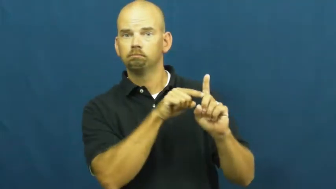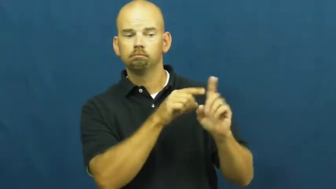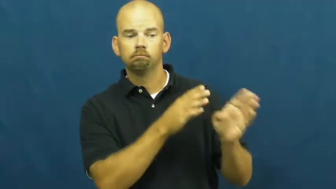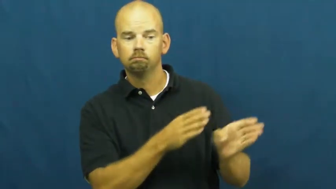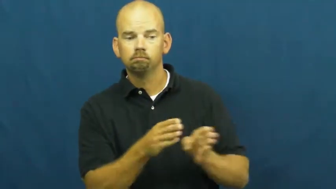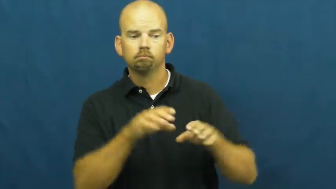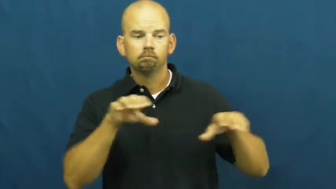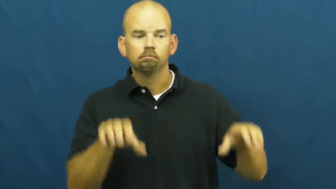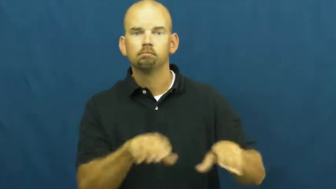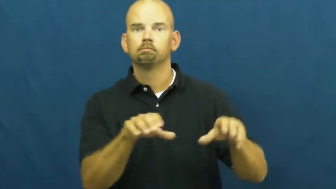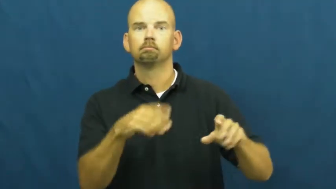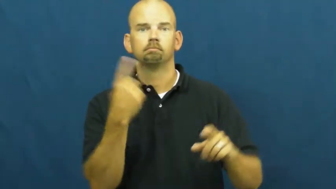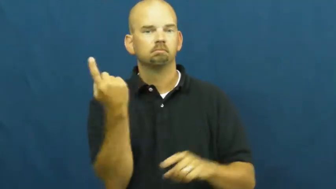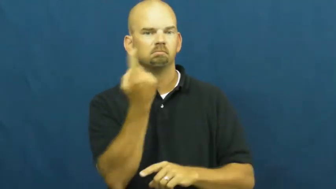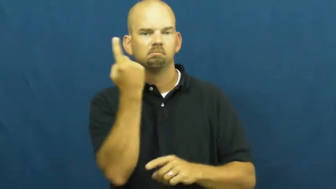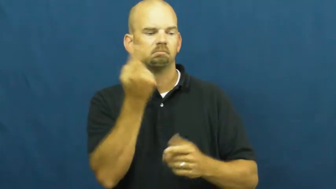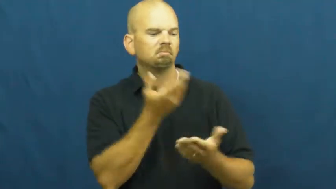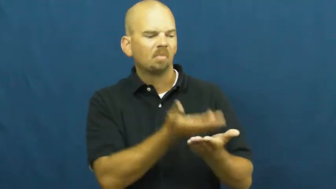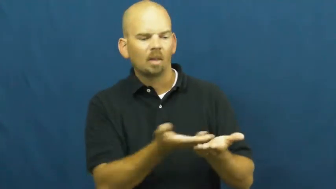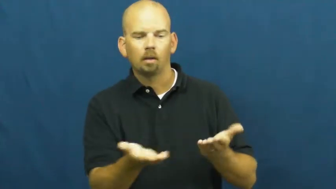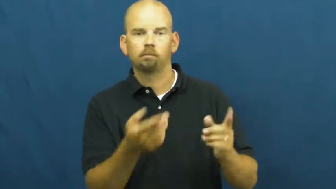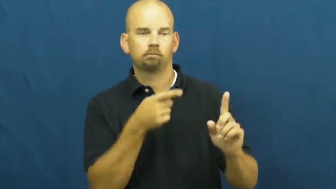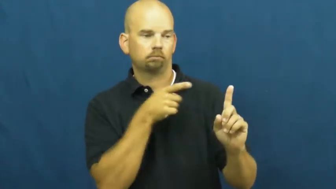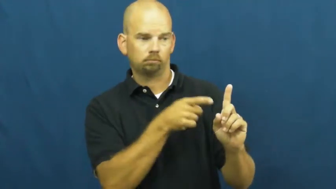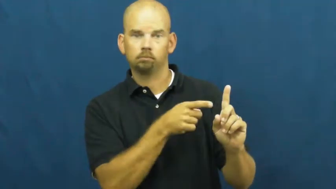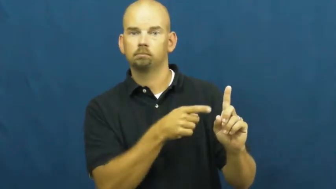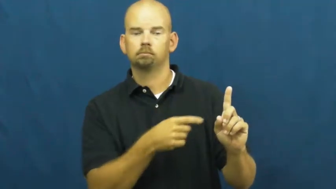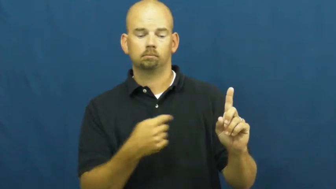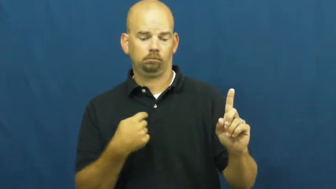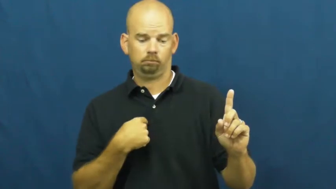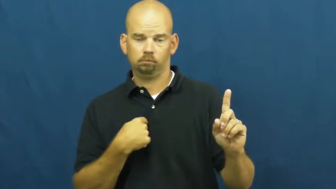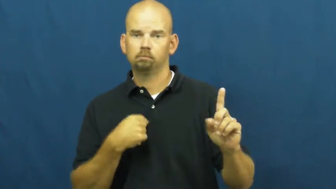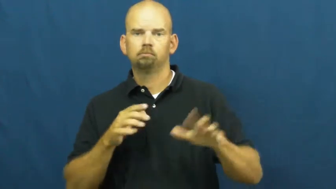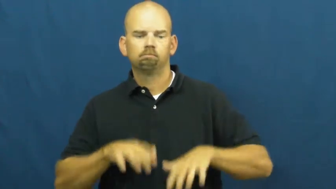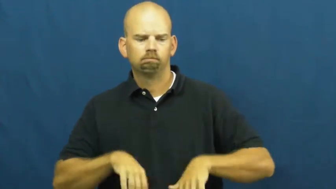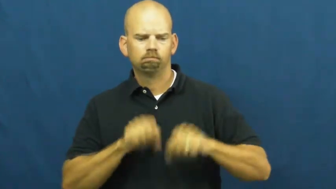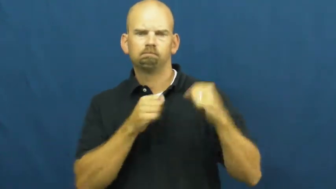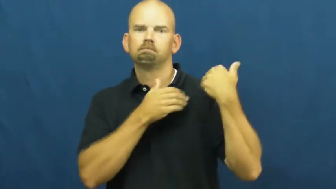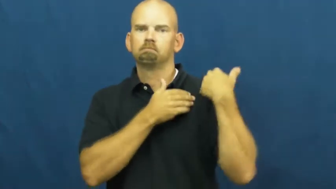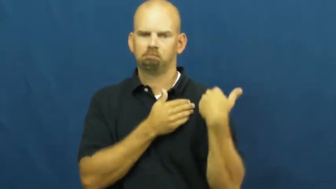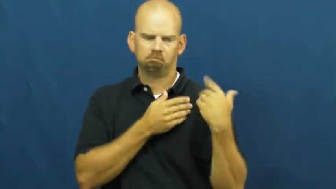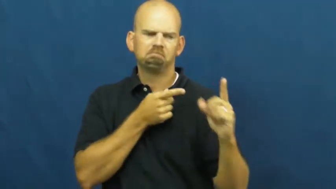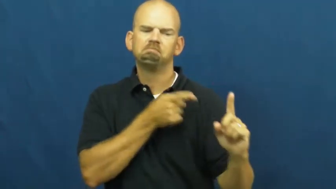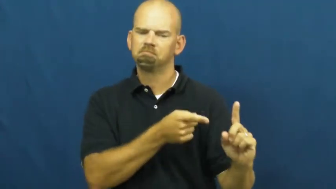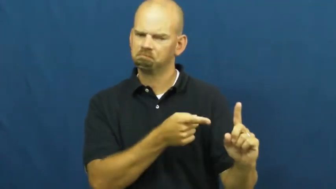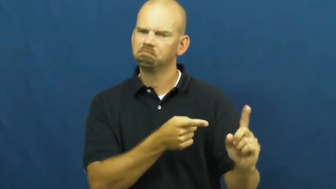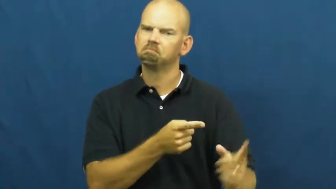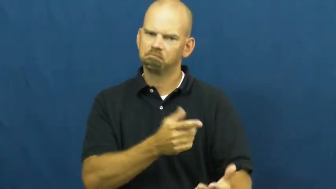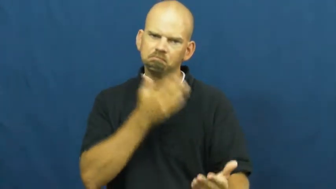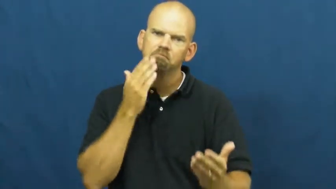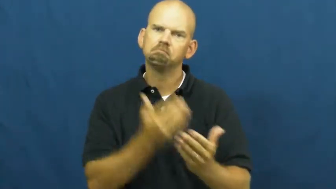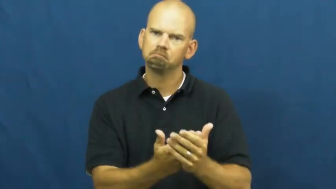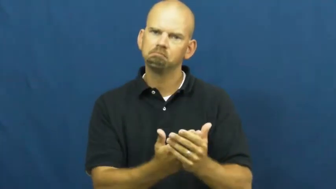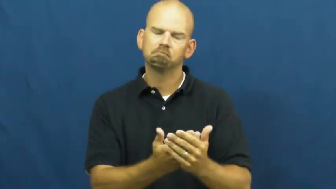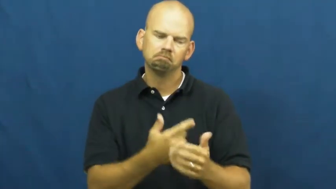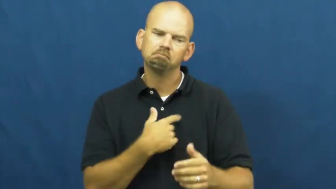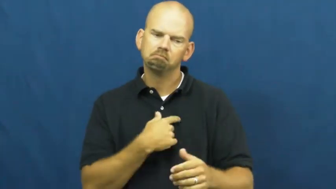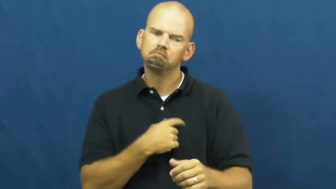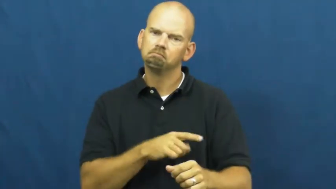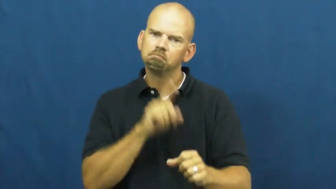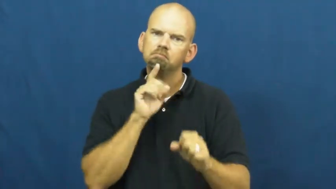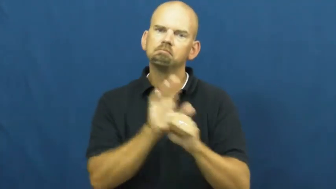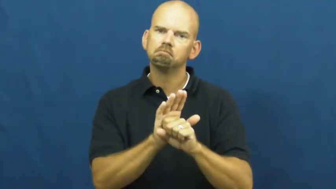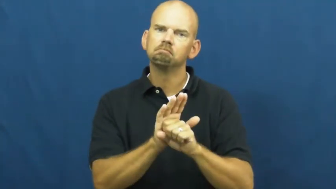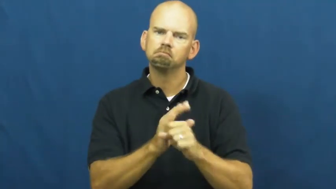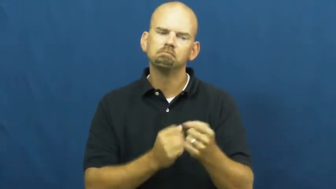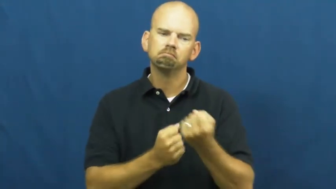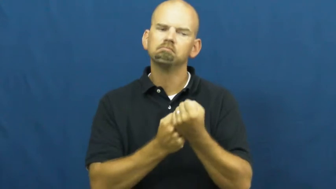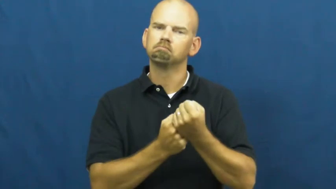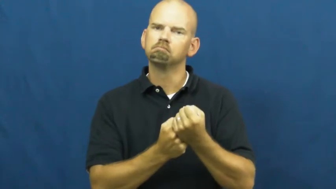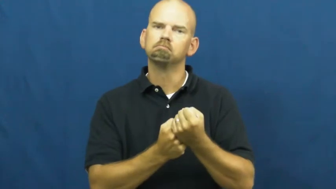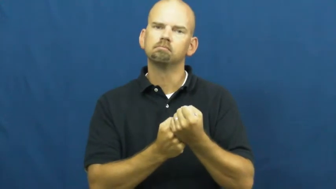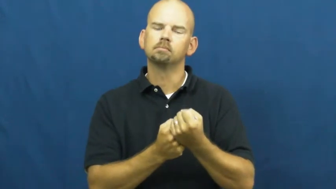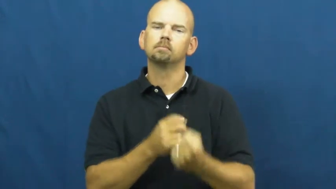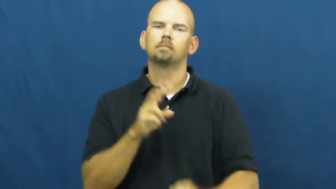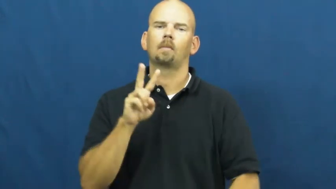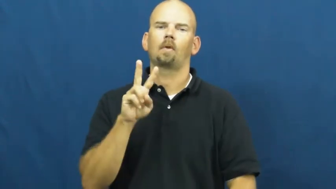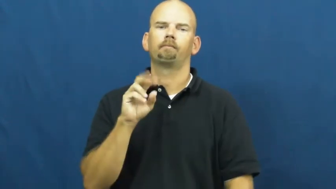vouch